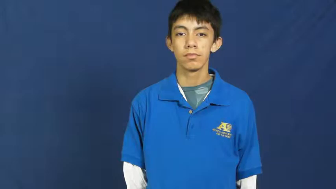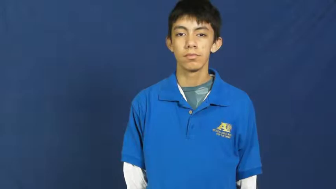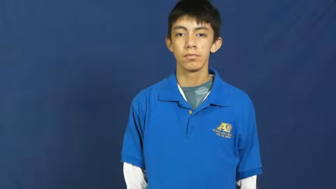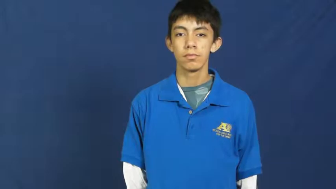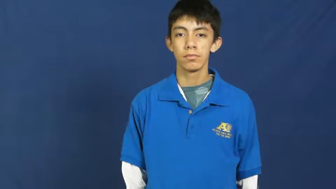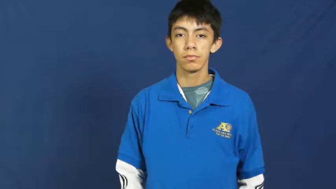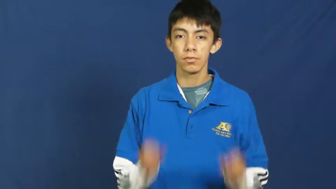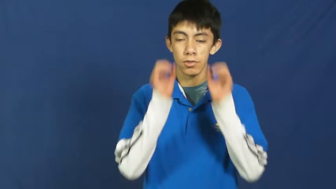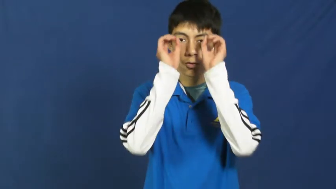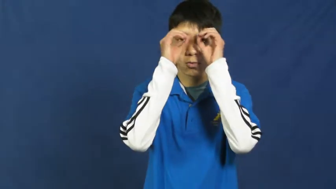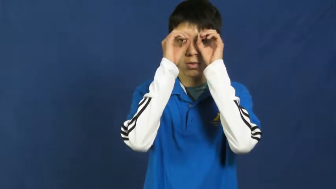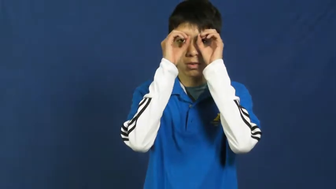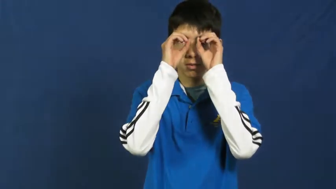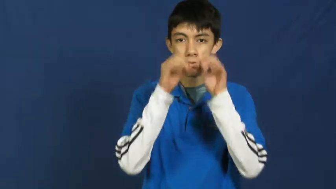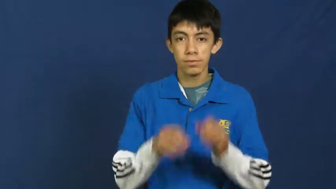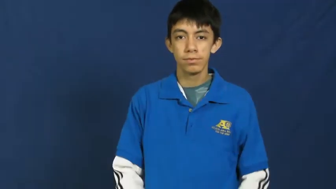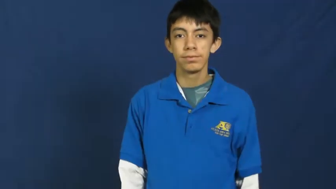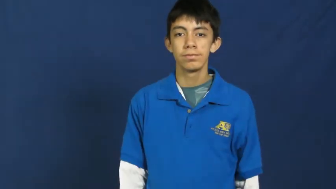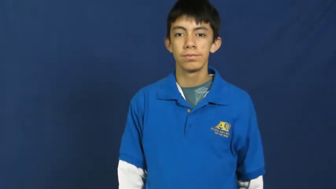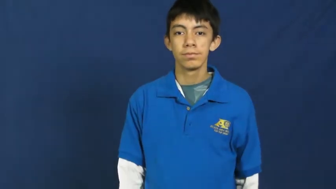owl